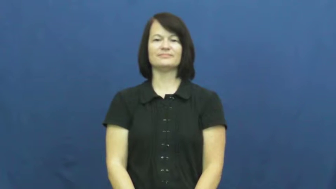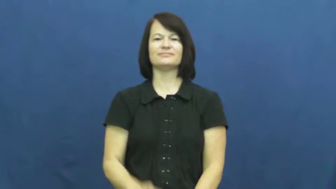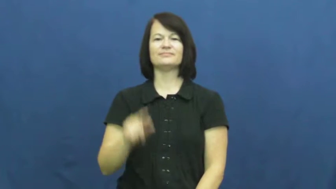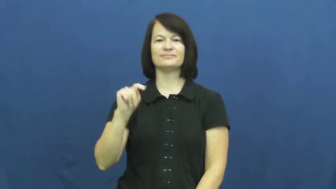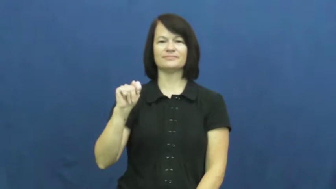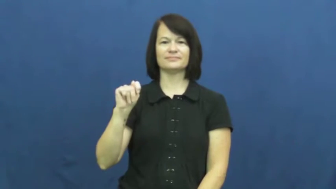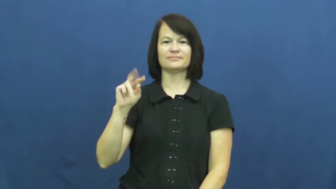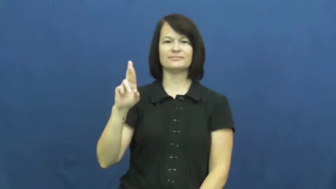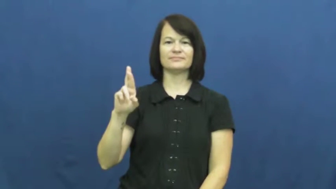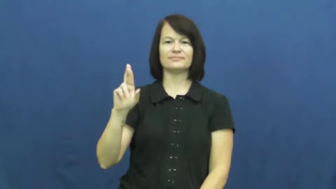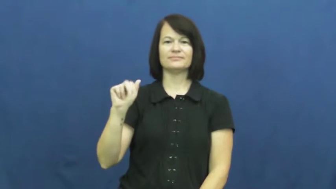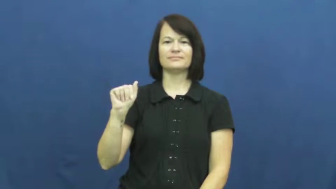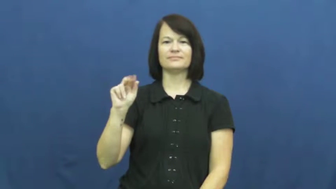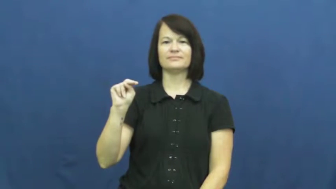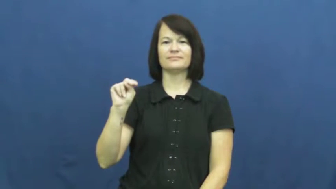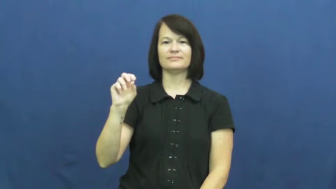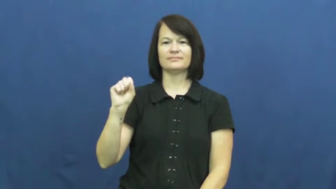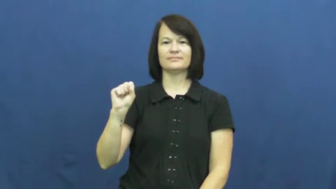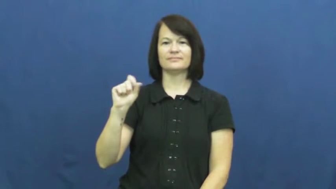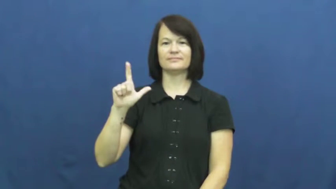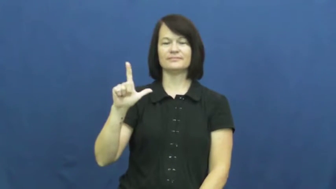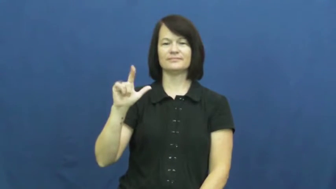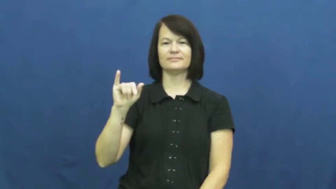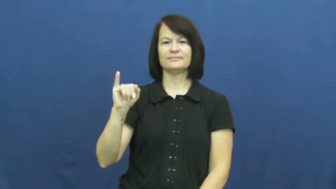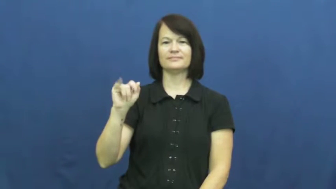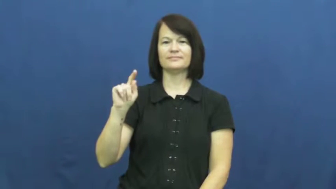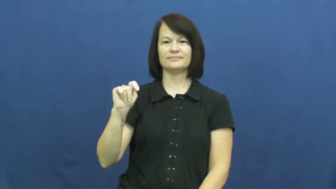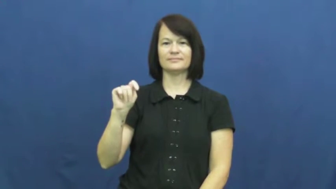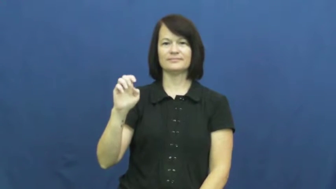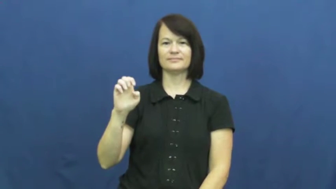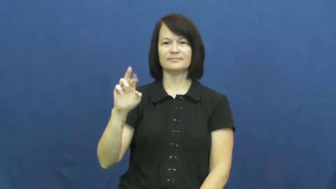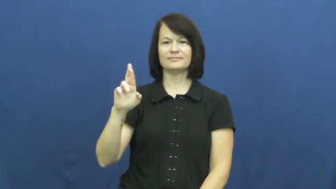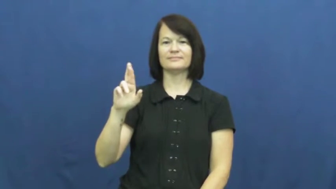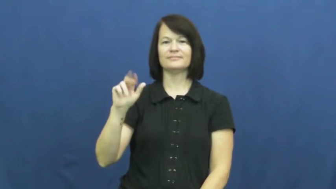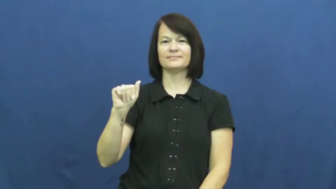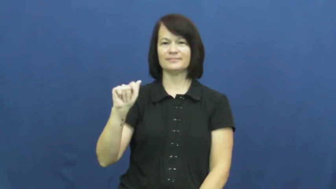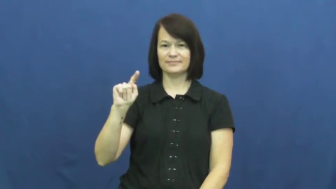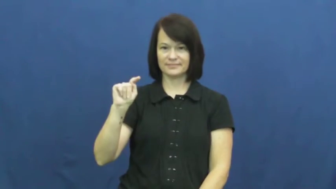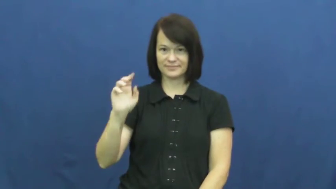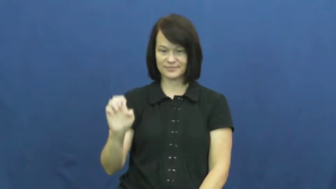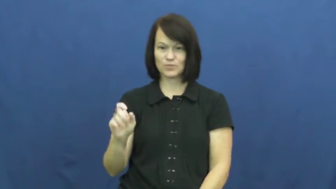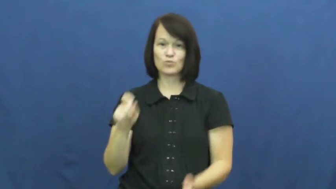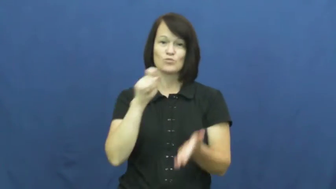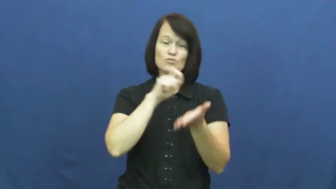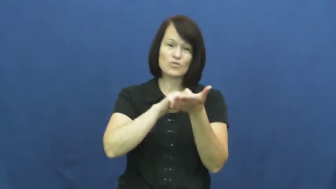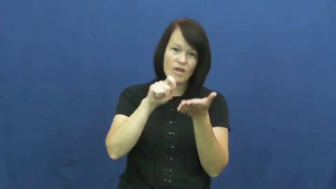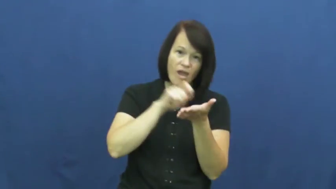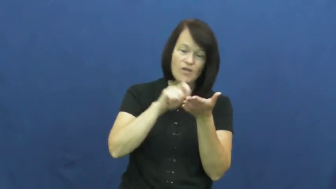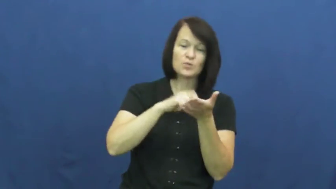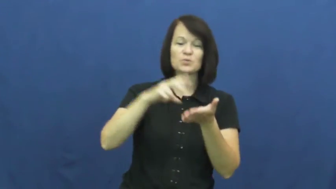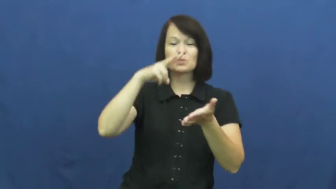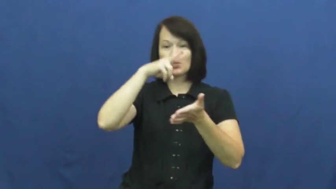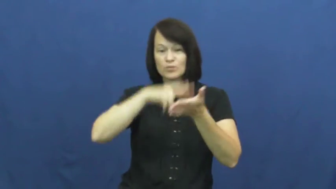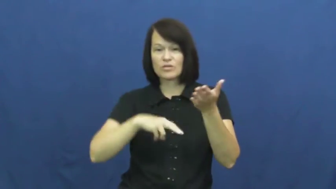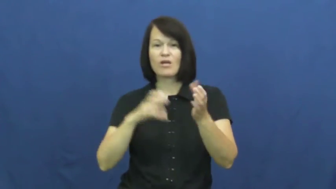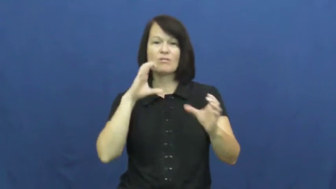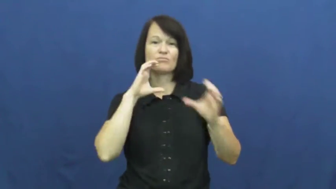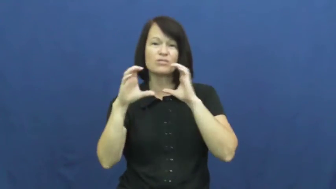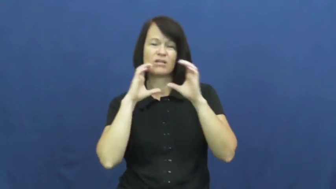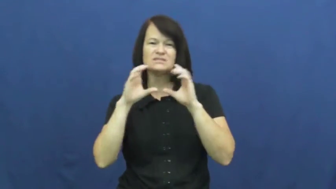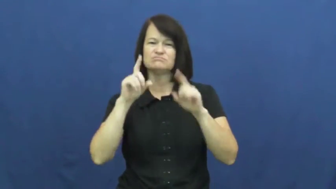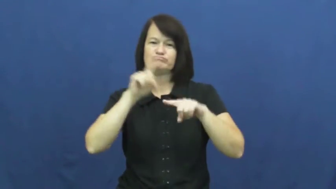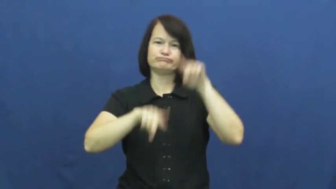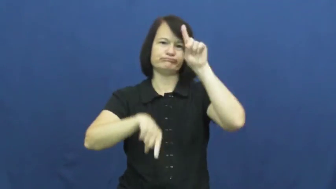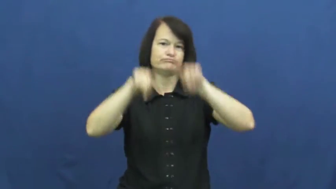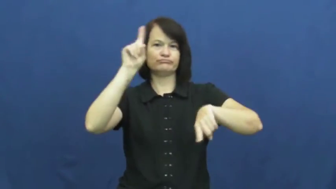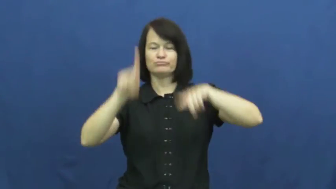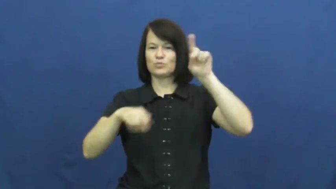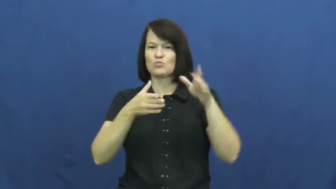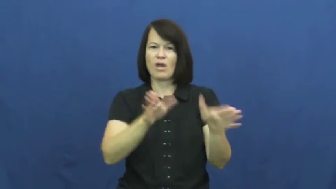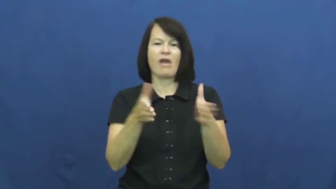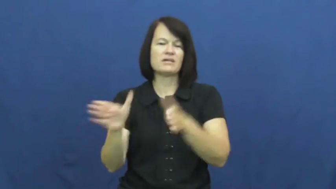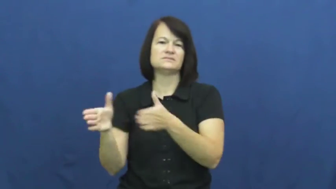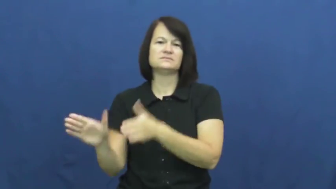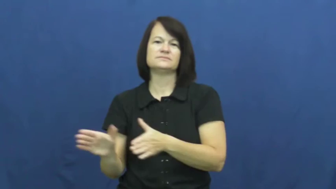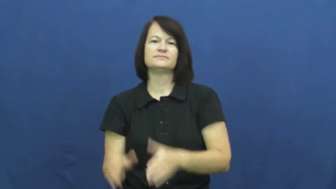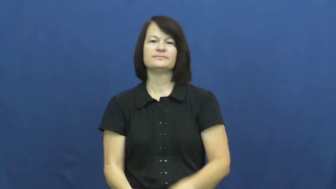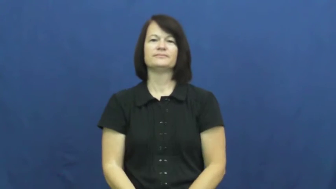transliterate